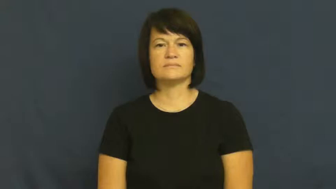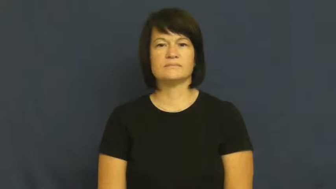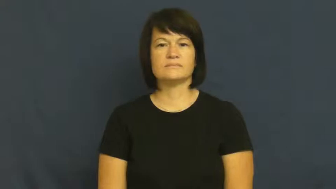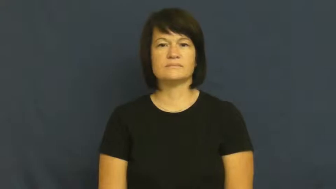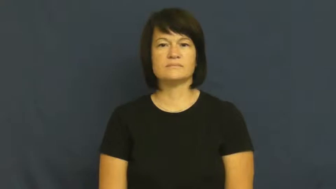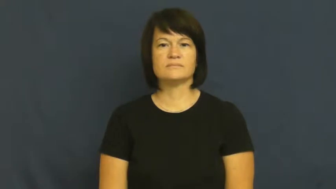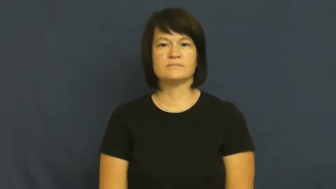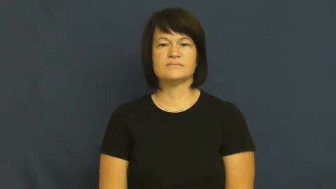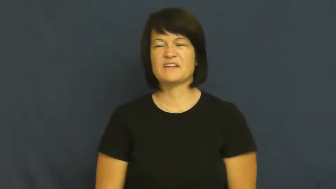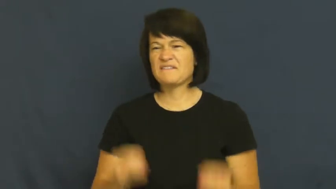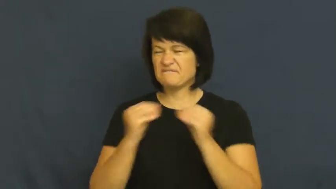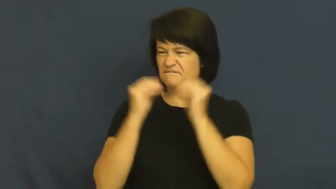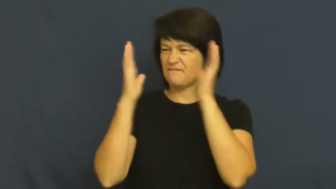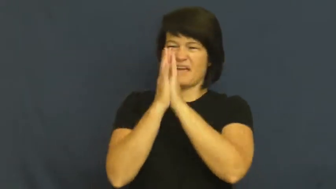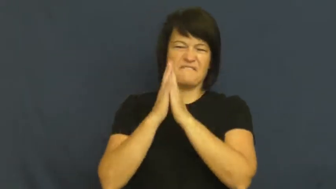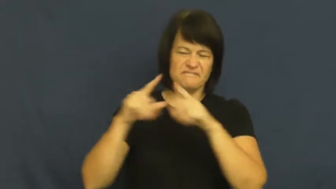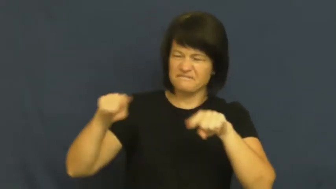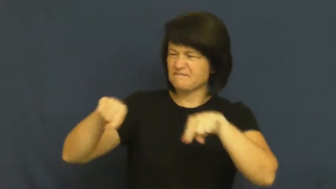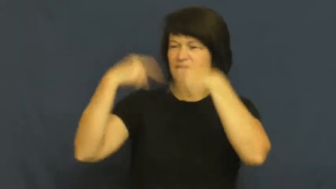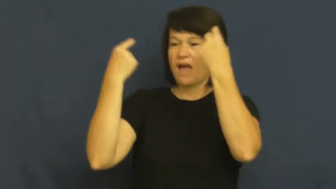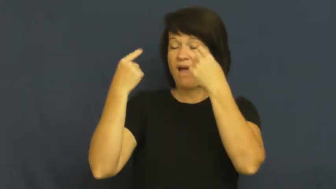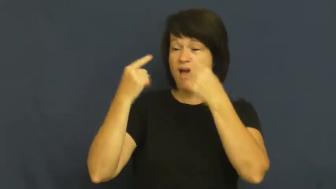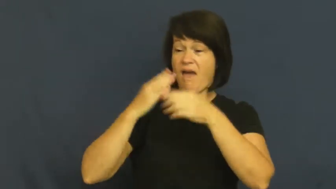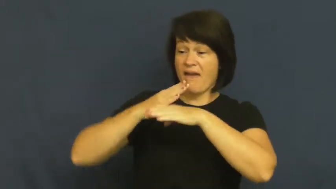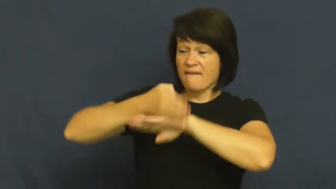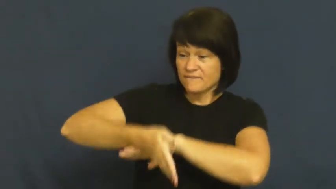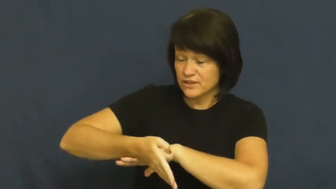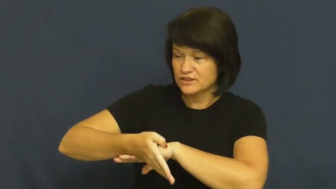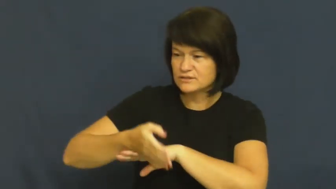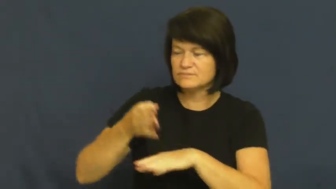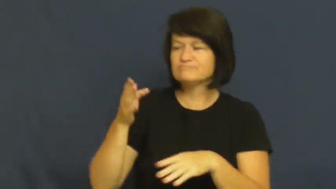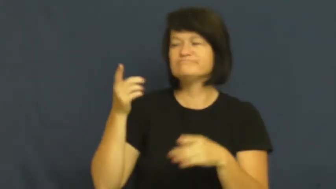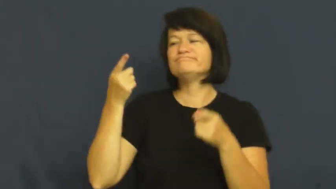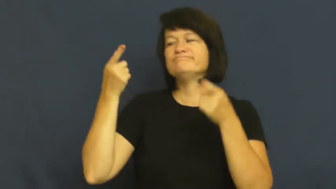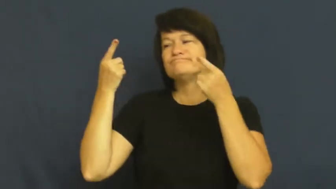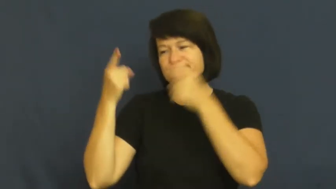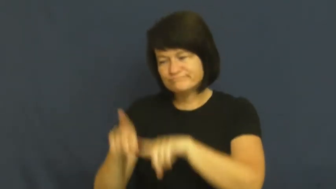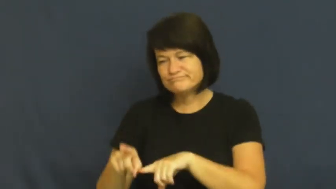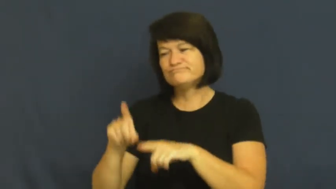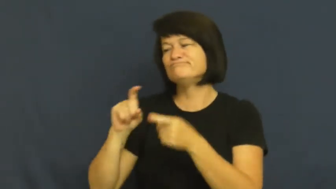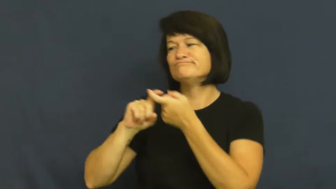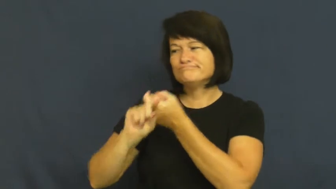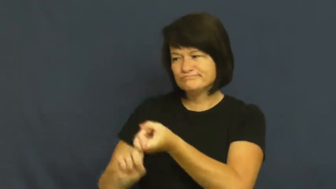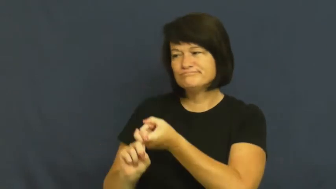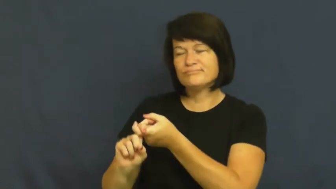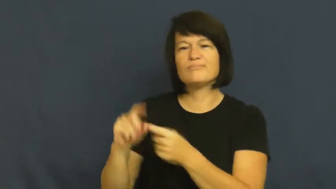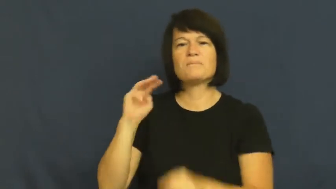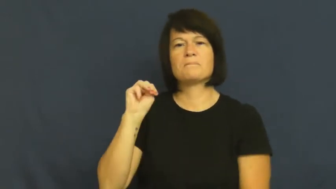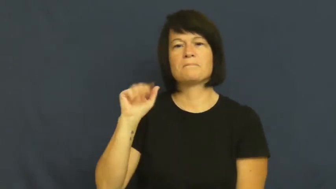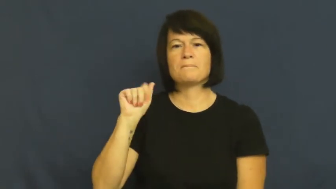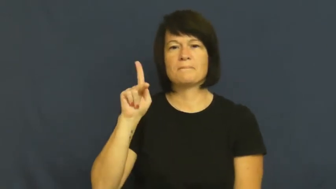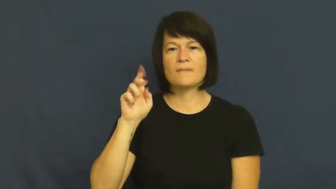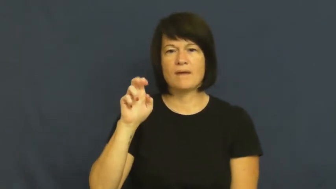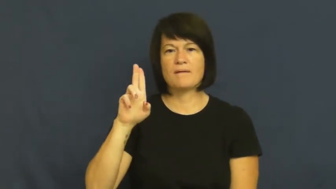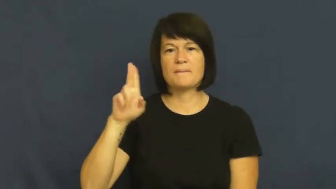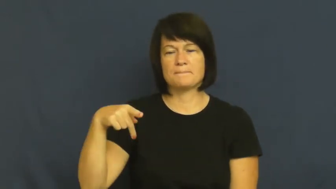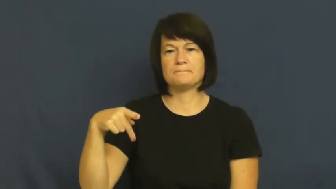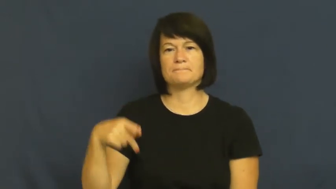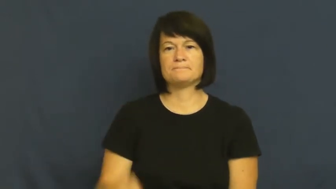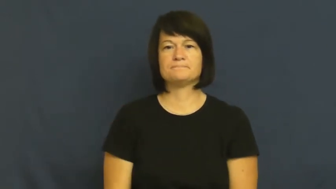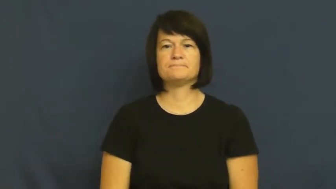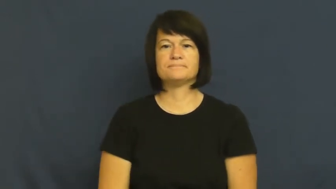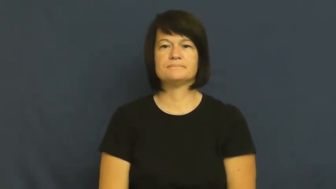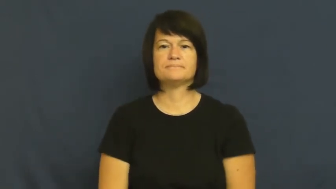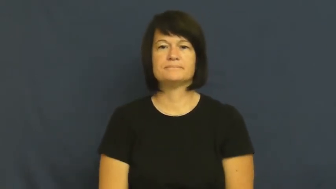make up-after argument